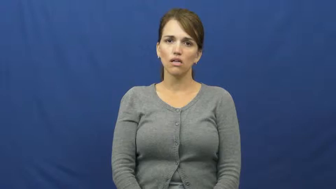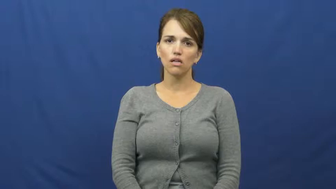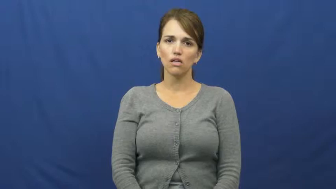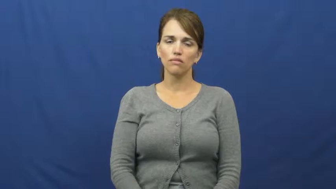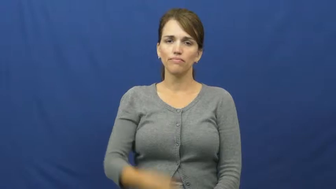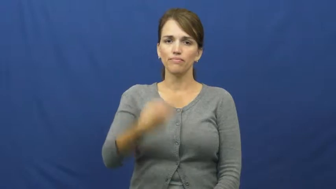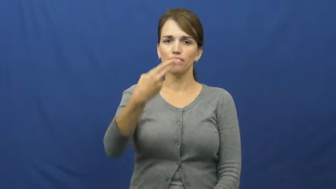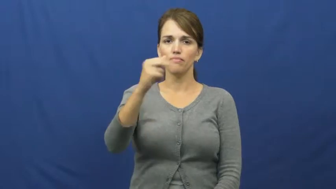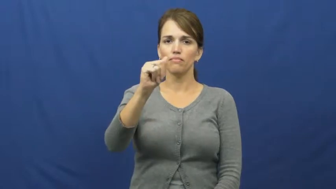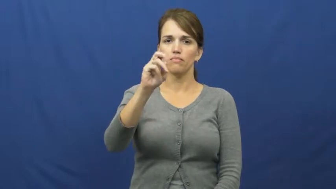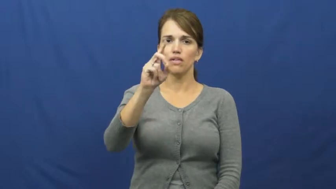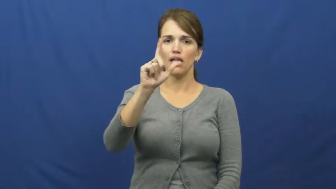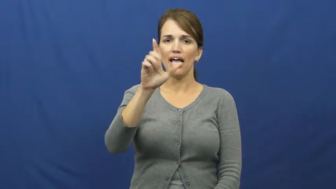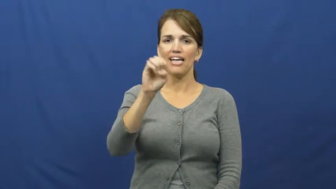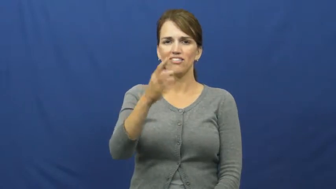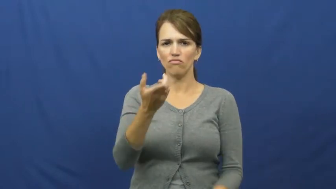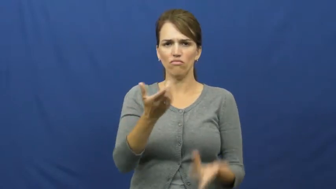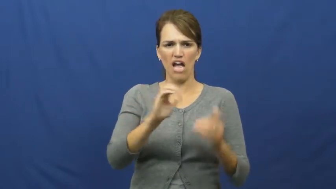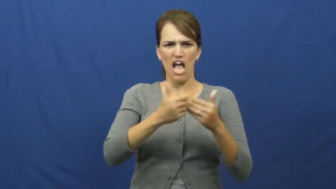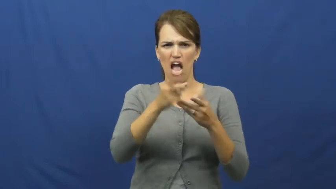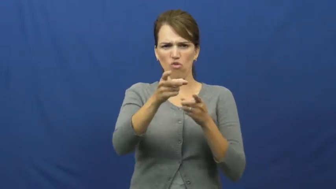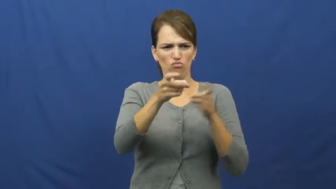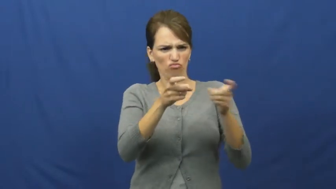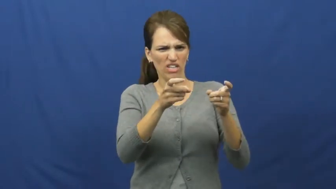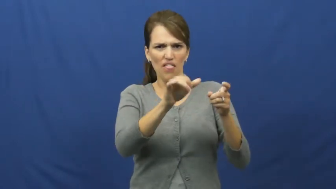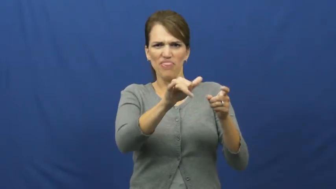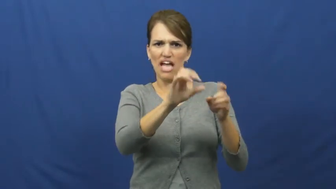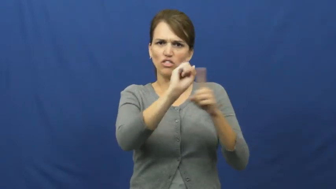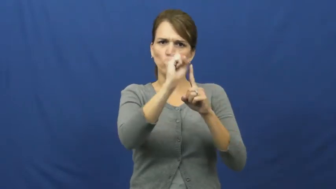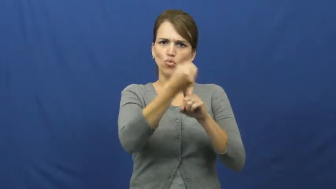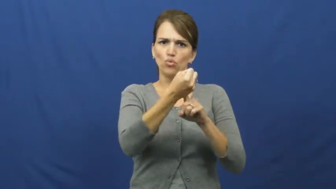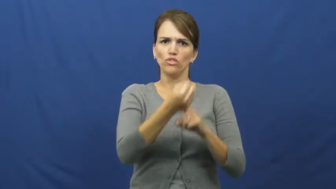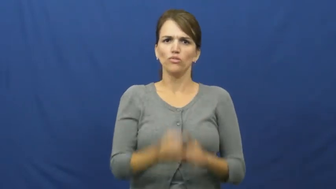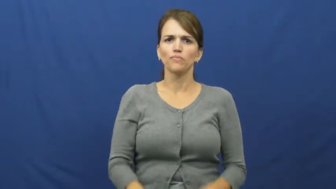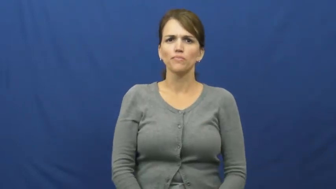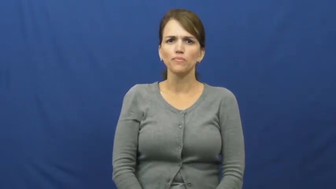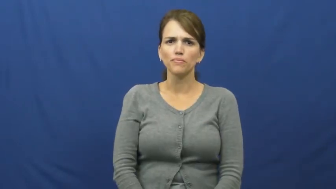handle-situation